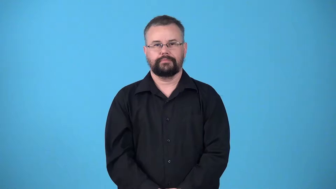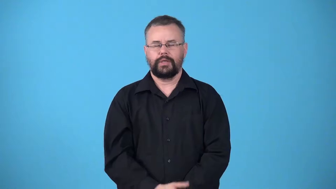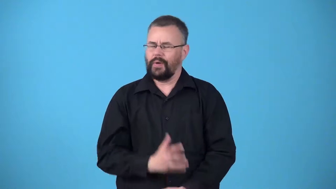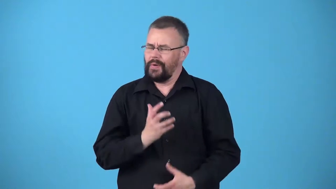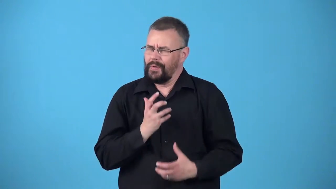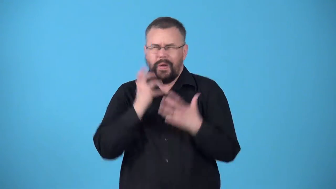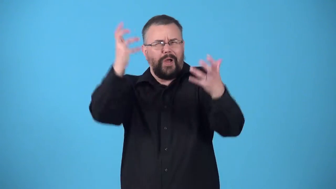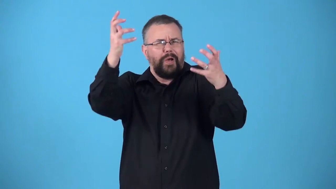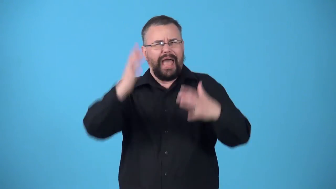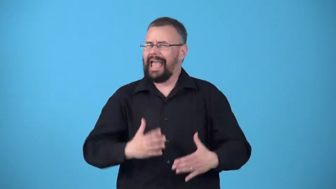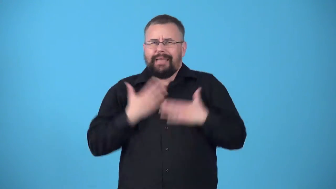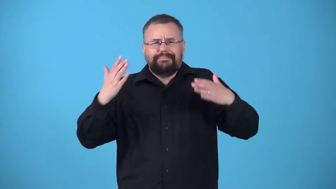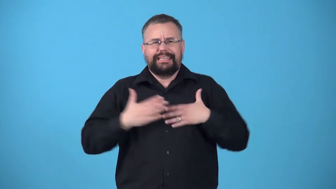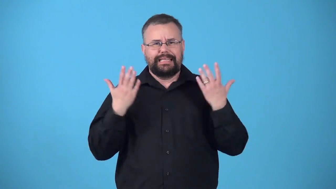ululate make happy sound